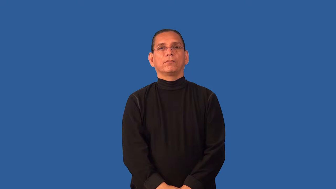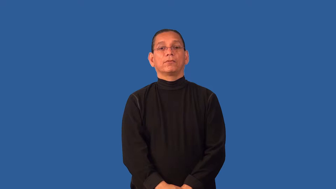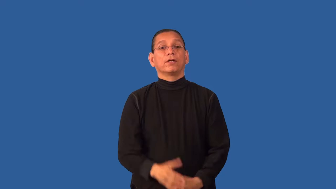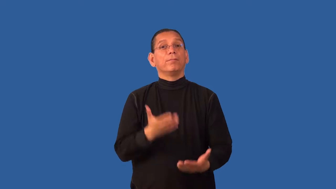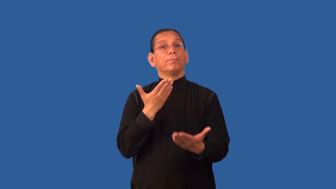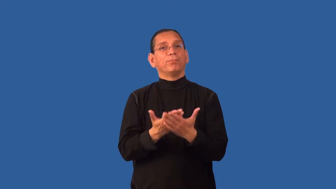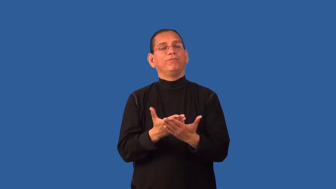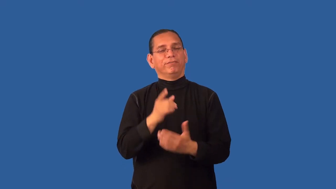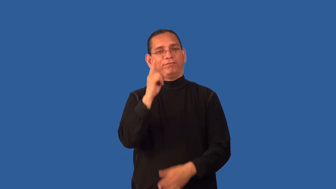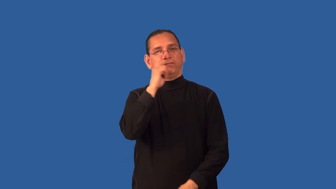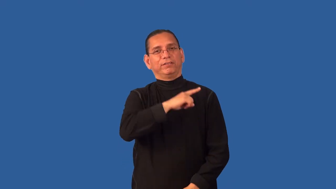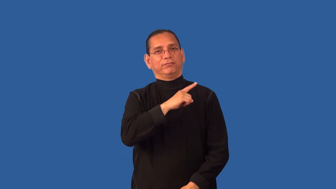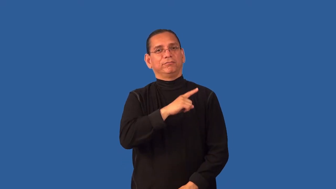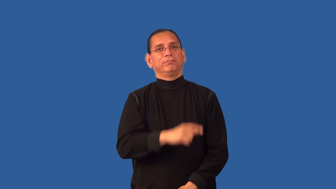debunk